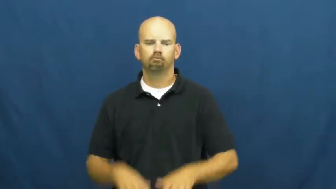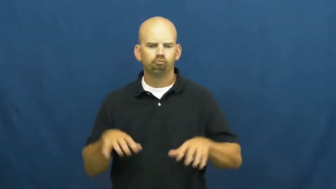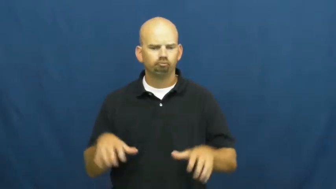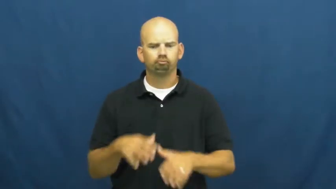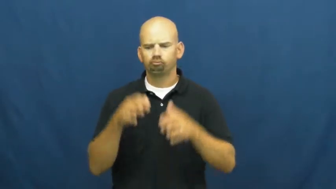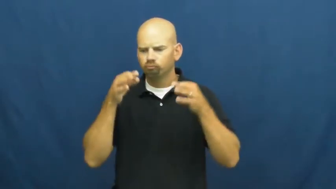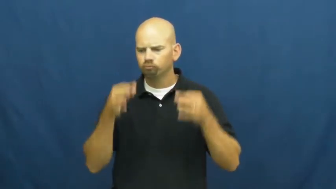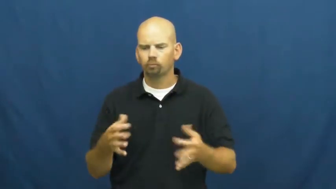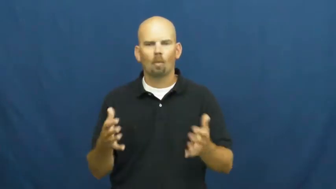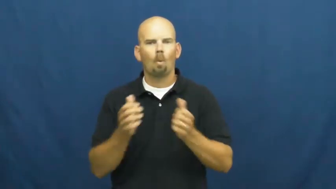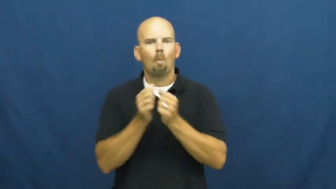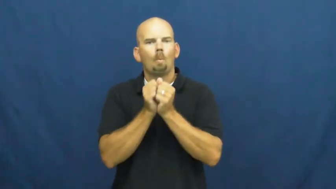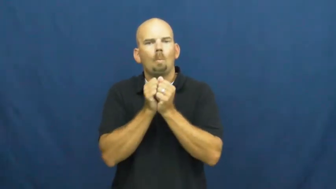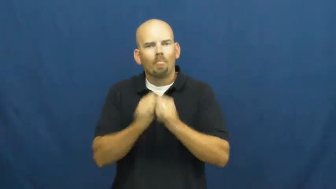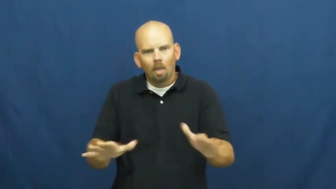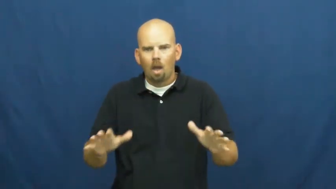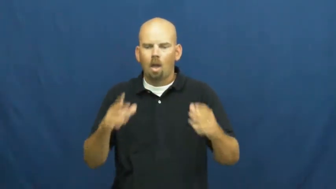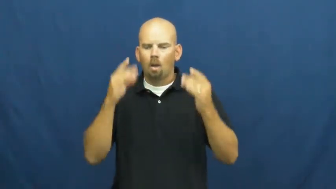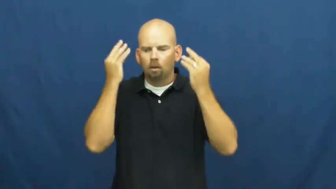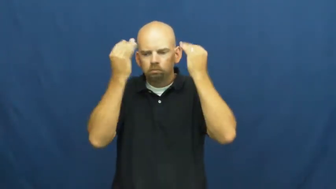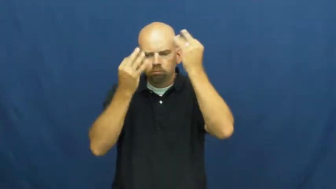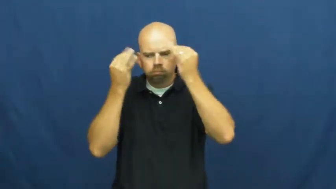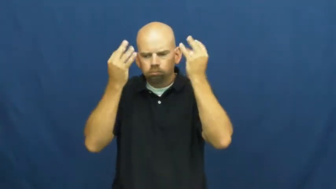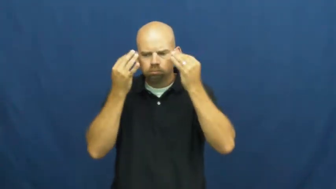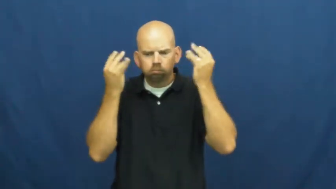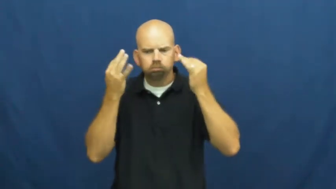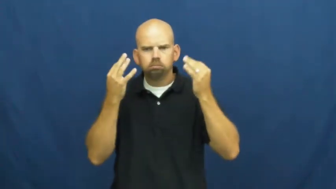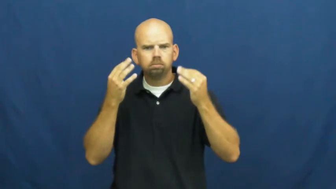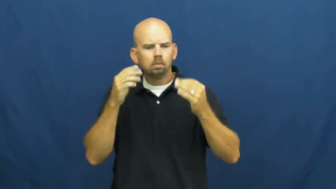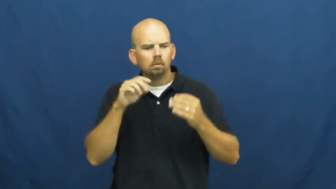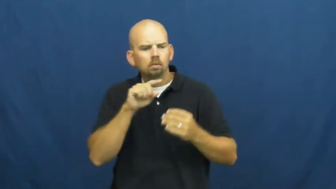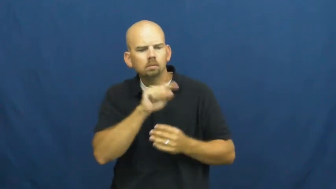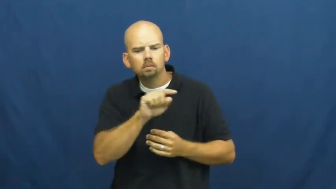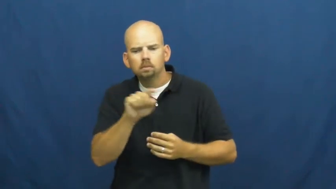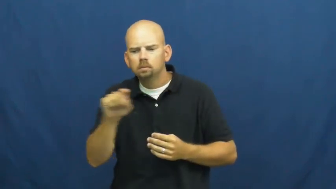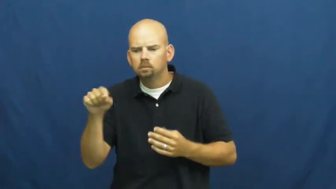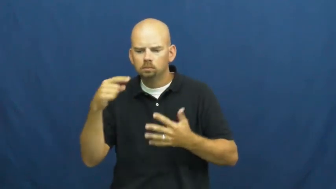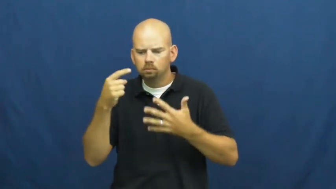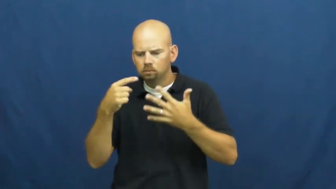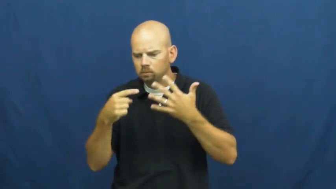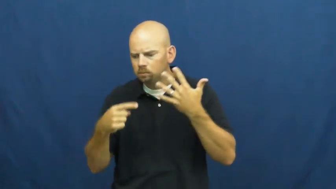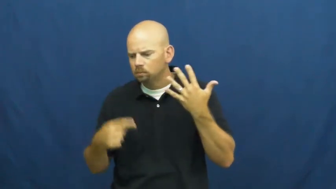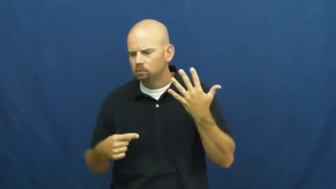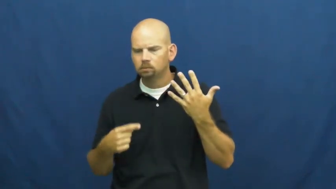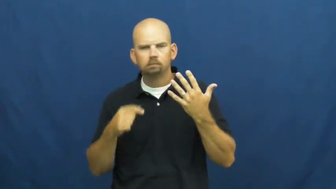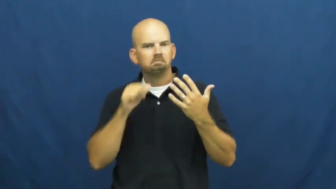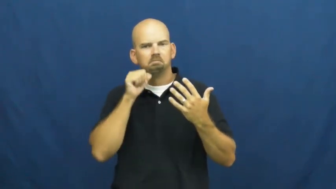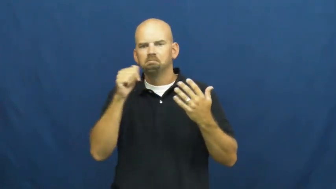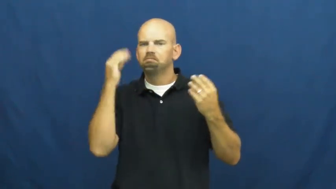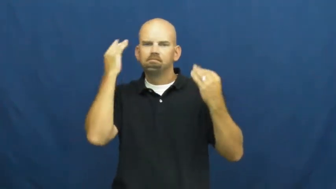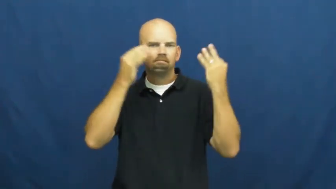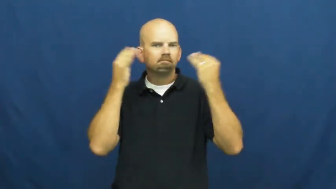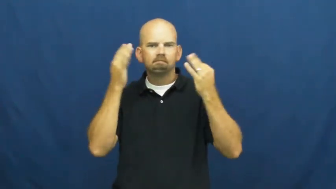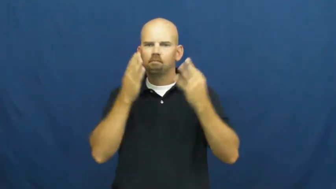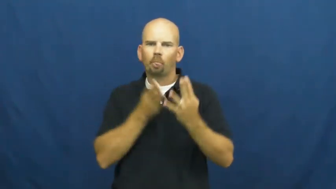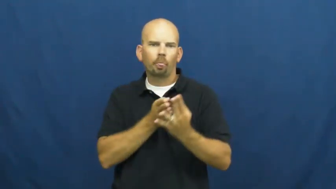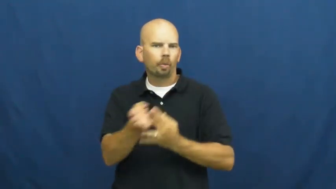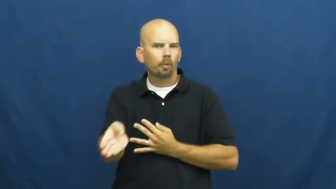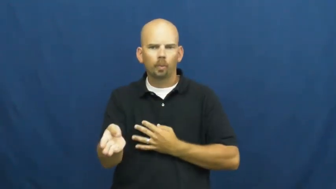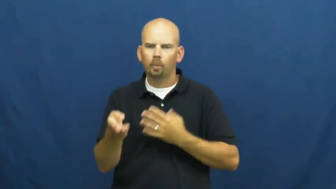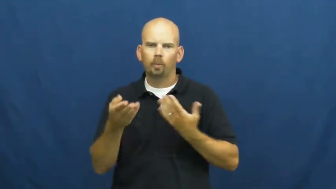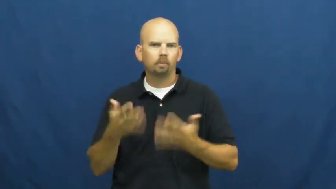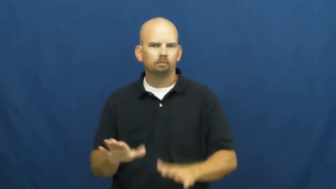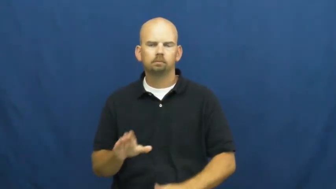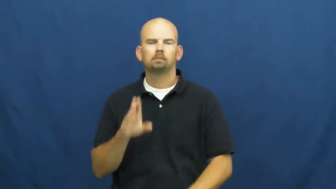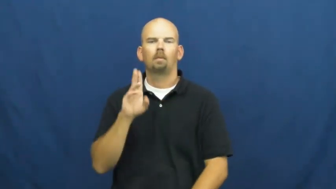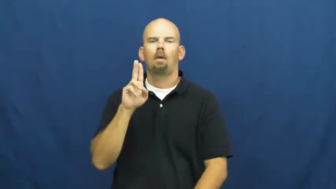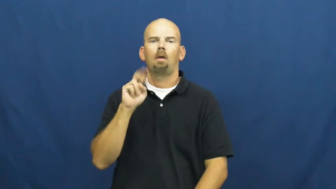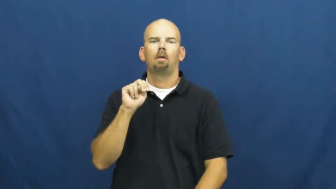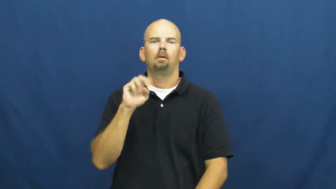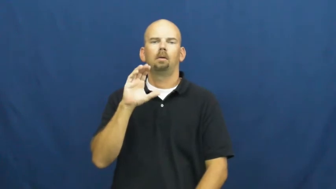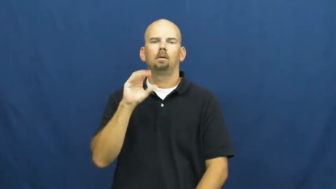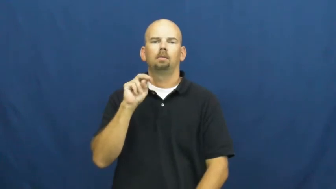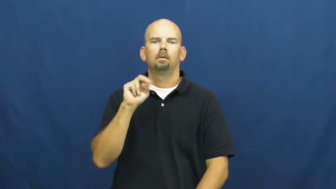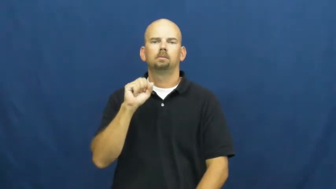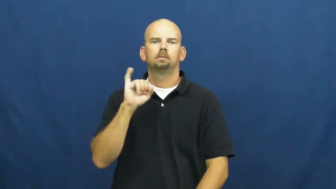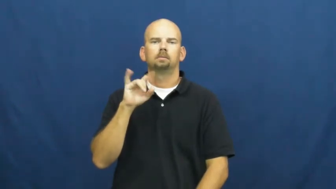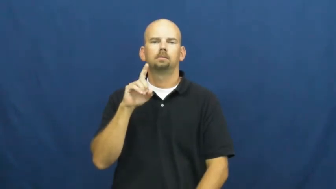unconsidered